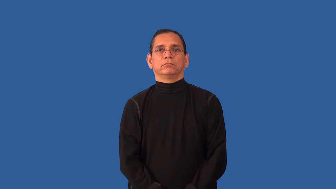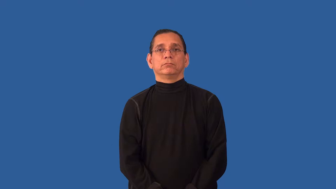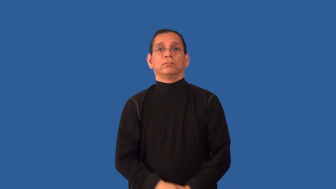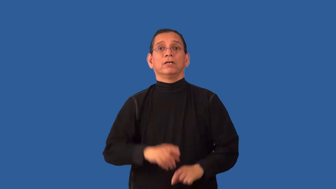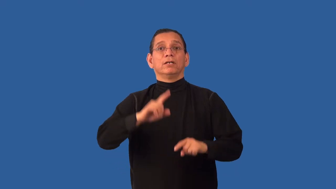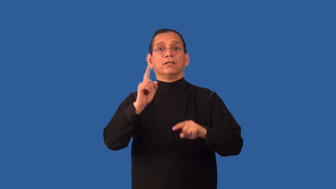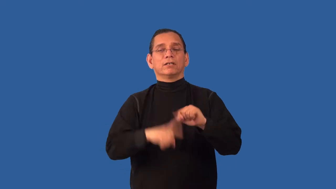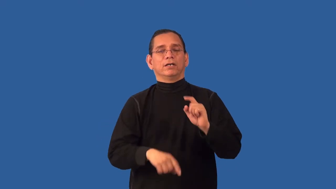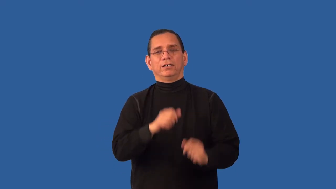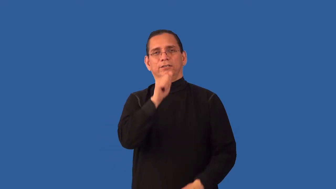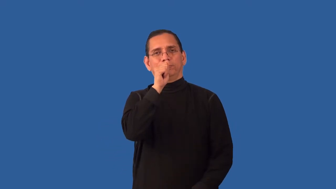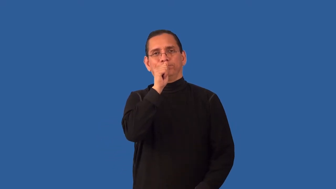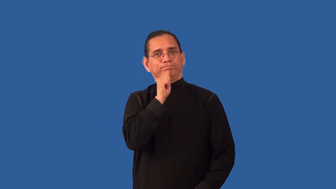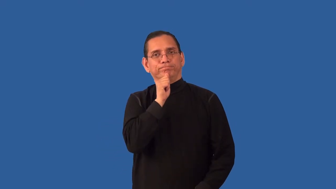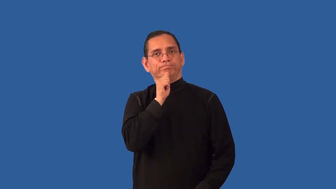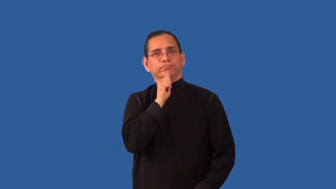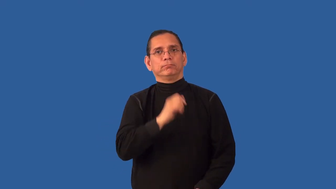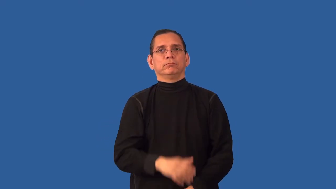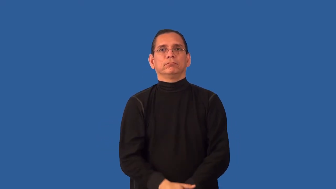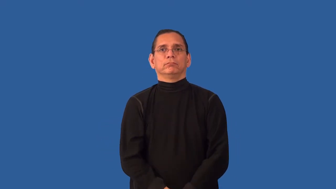unendurable,unsufferable,insufferable